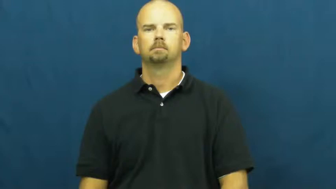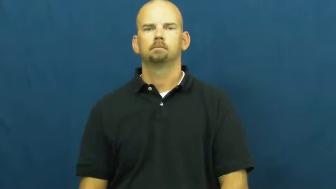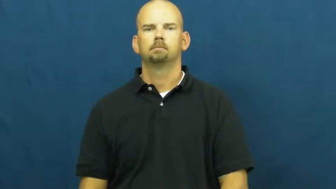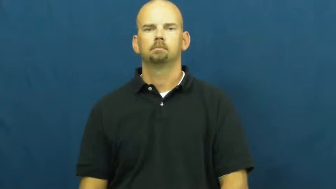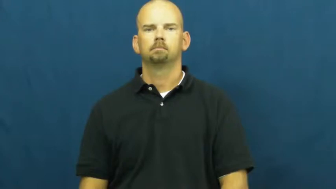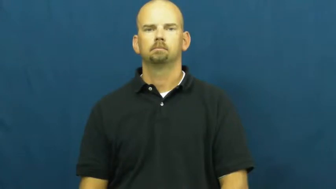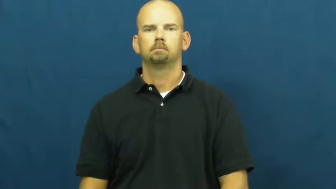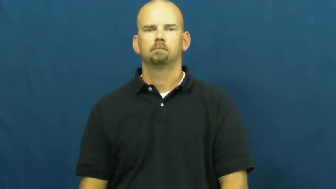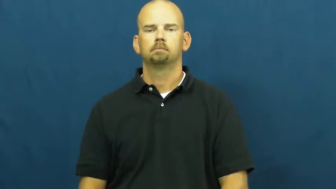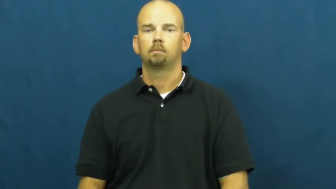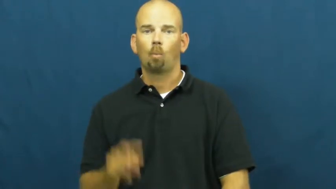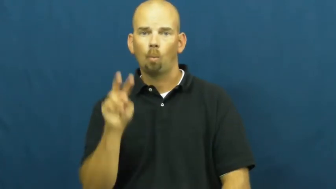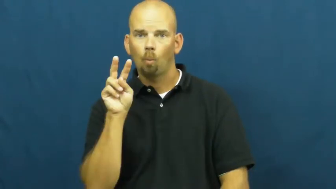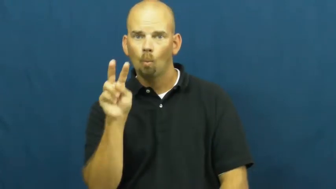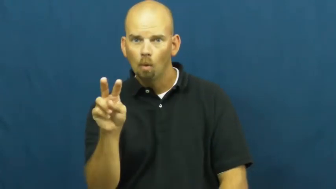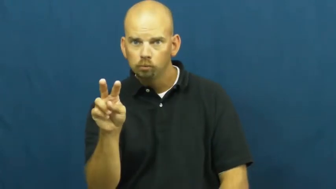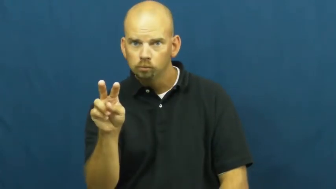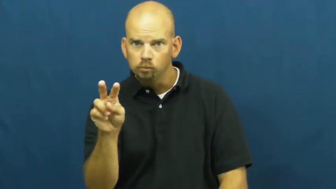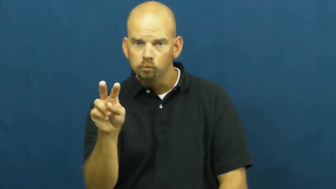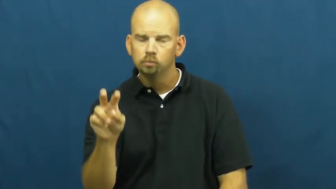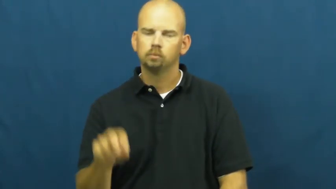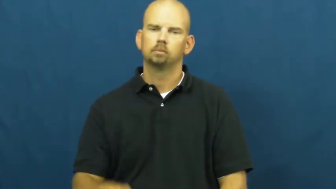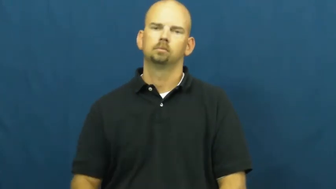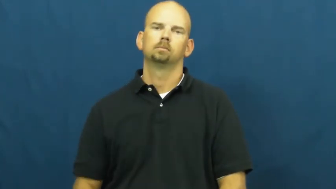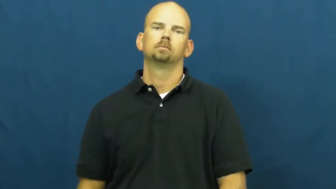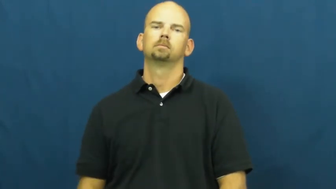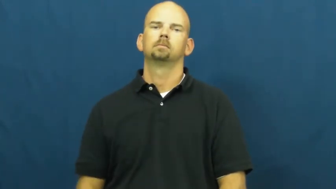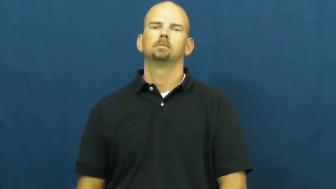watch,eye,scope-look